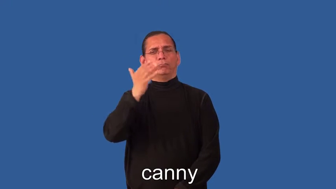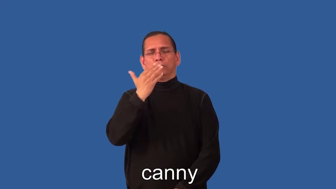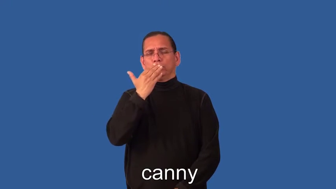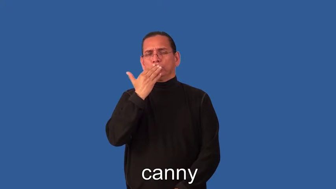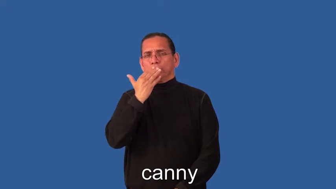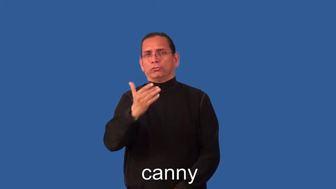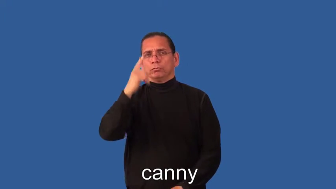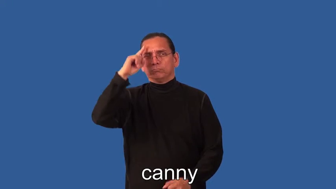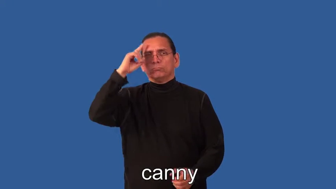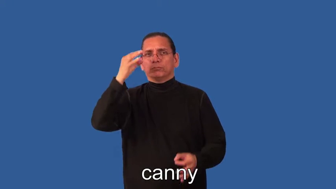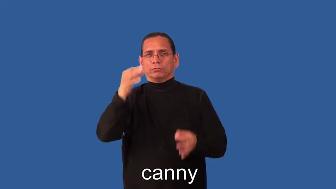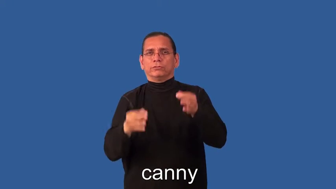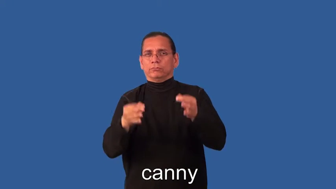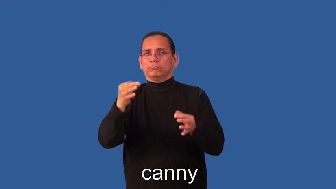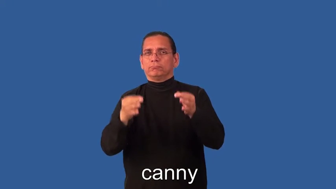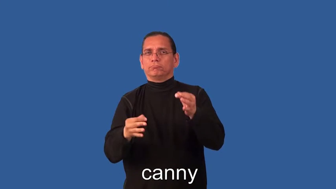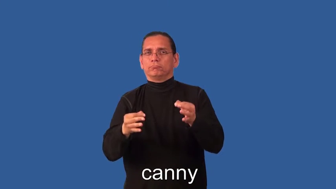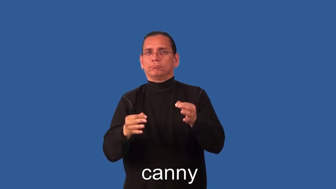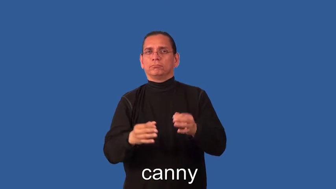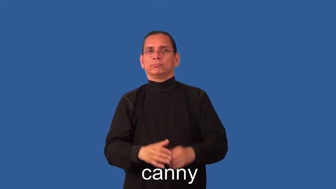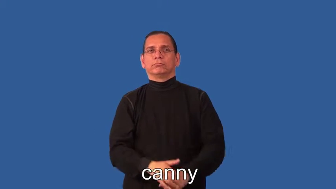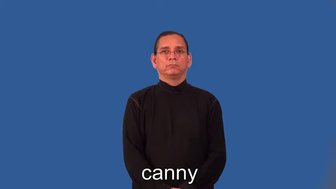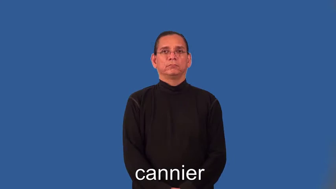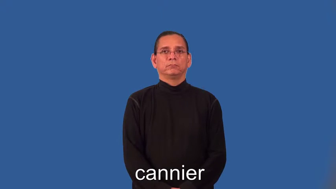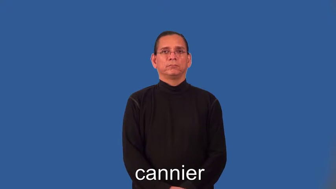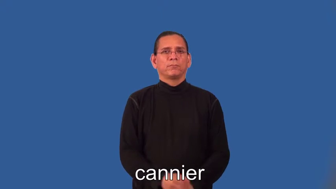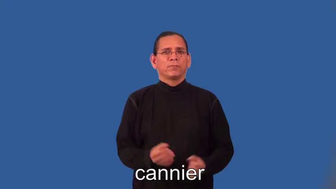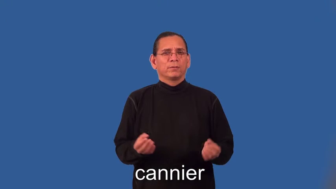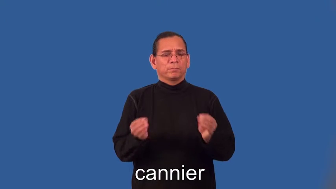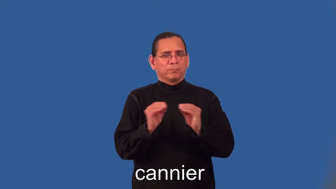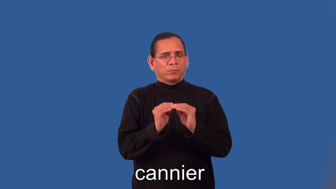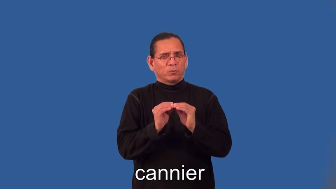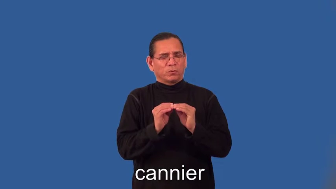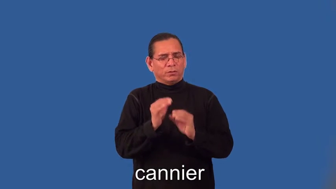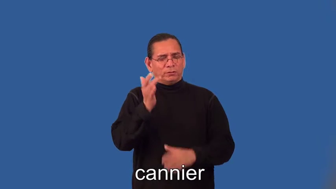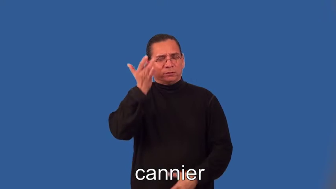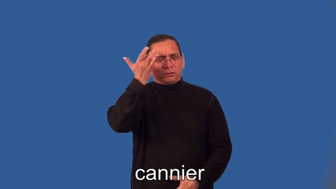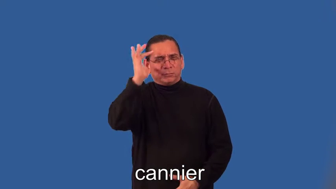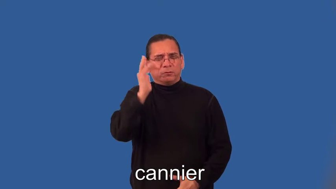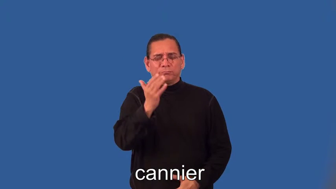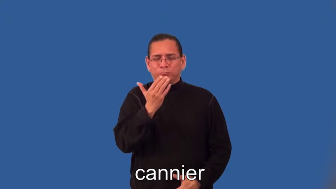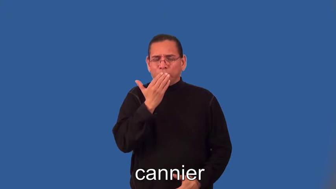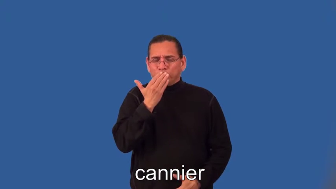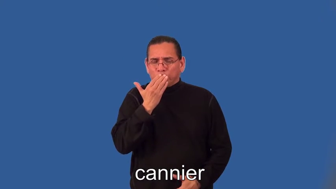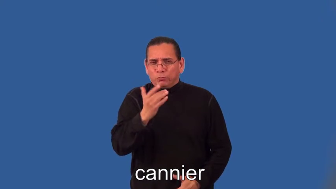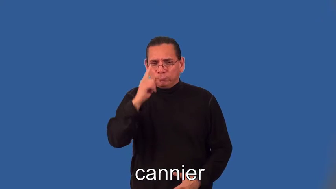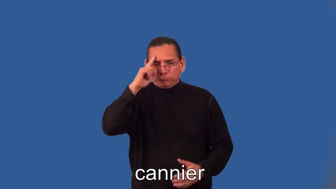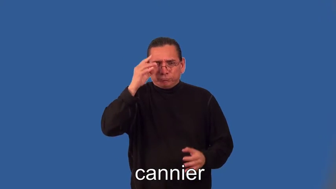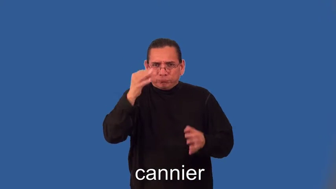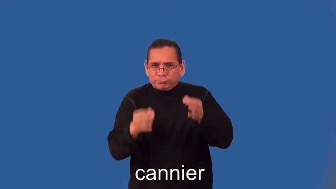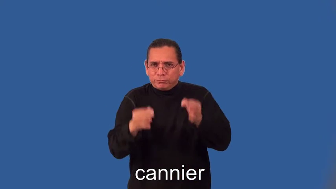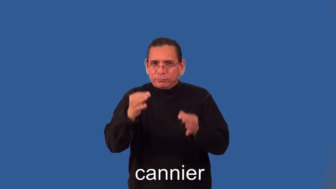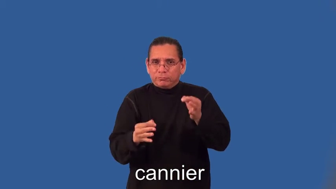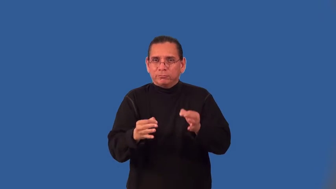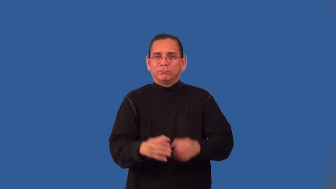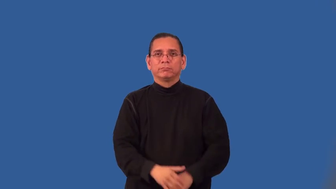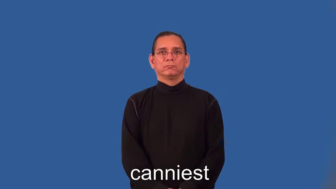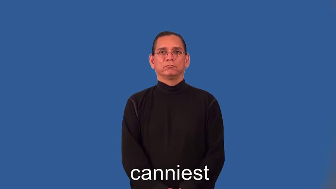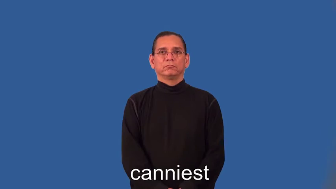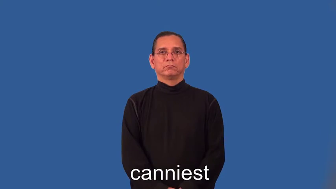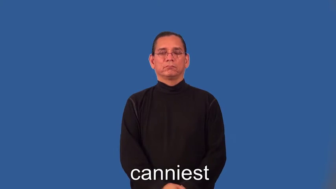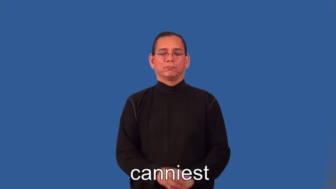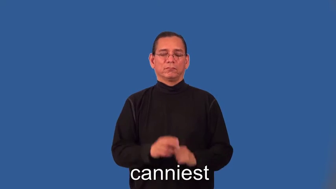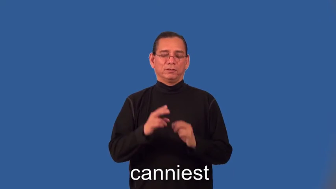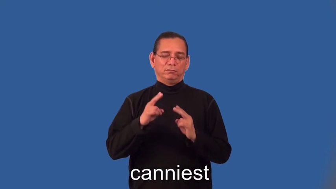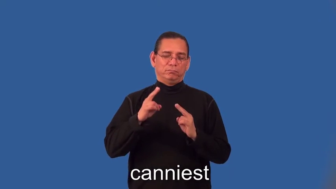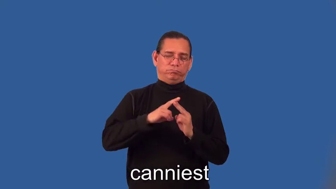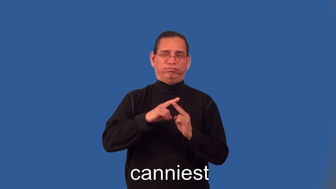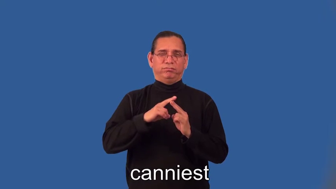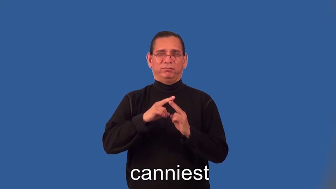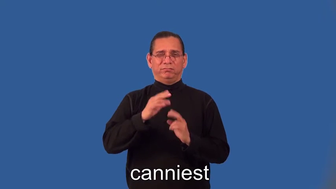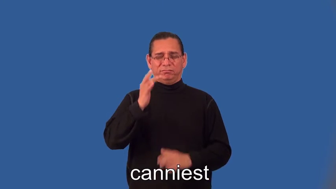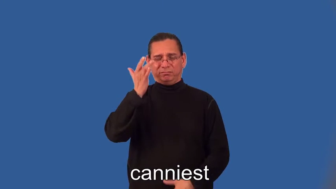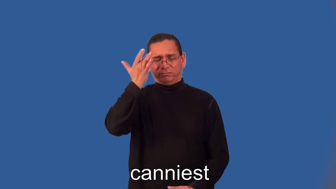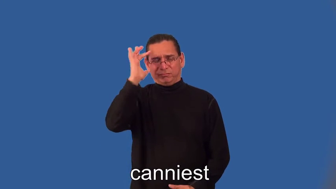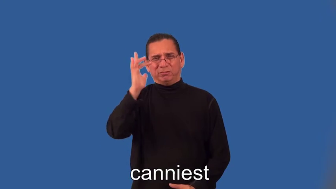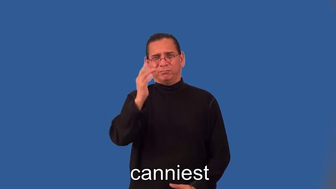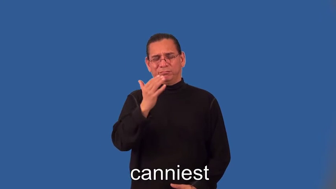cannier,canniest